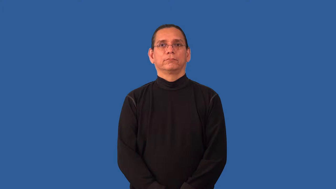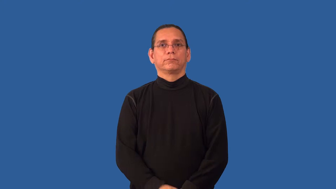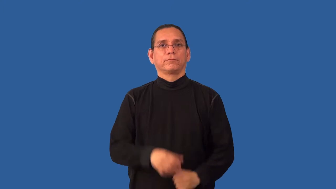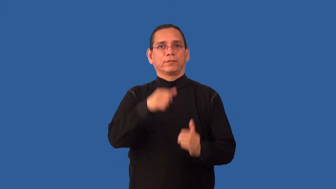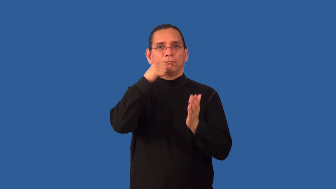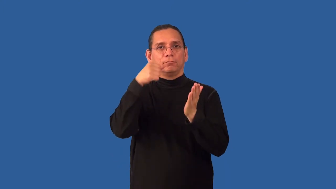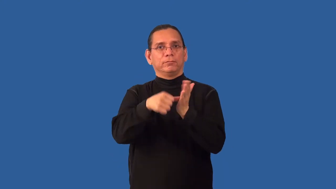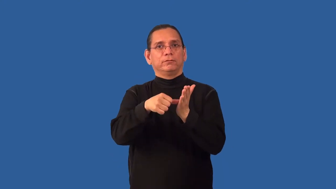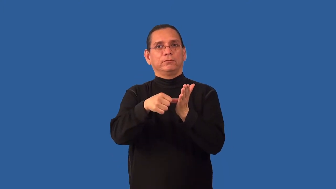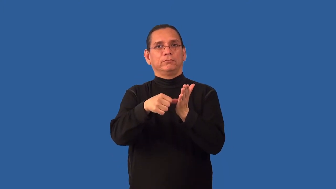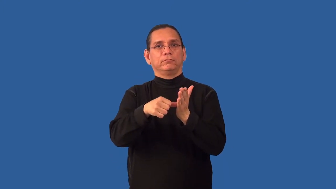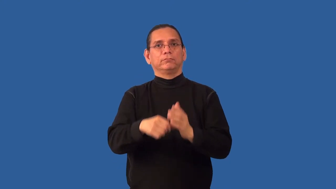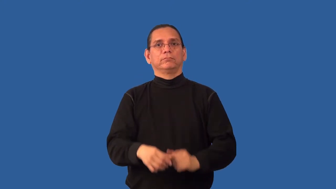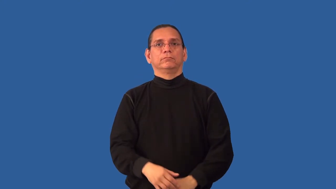missive